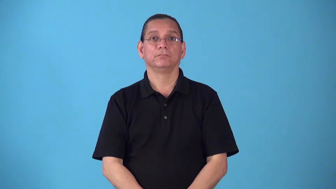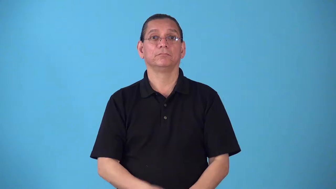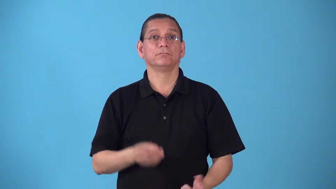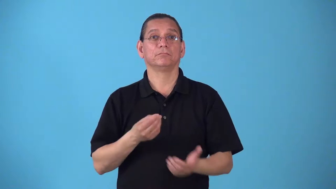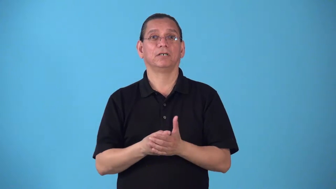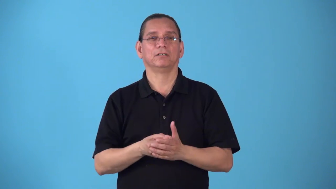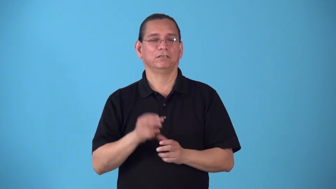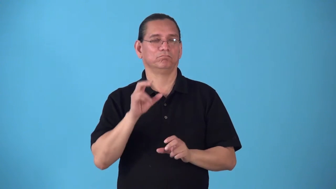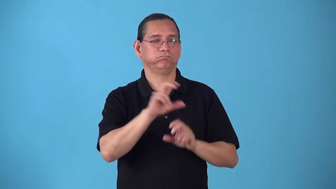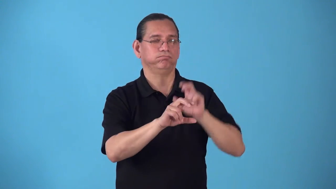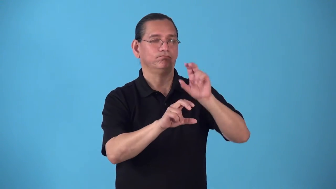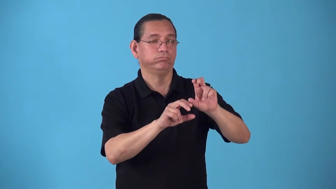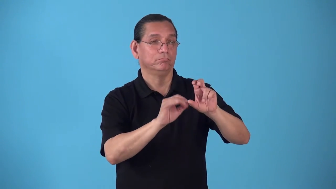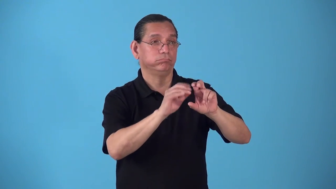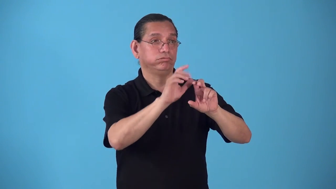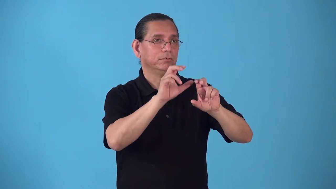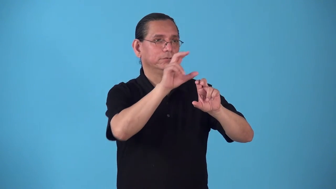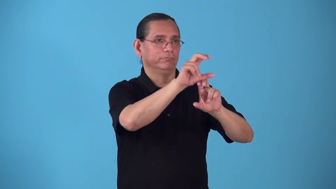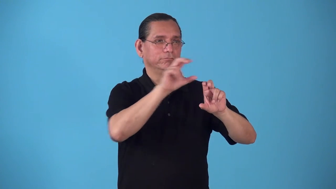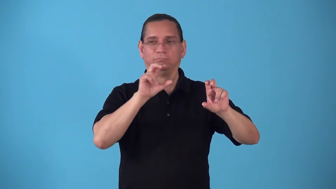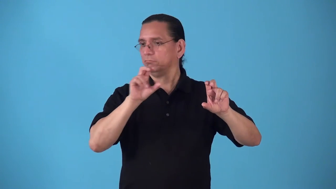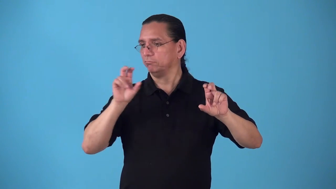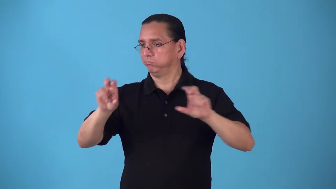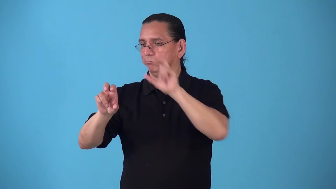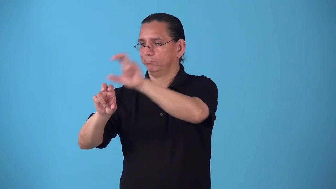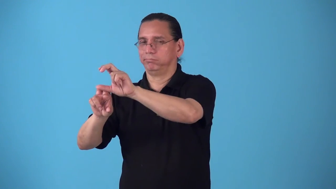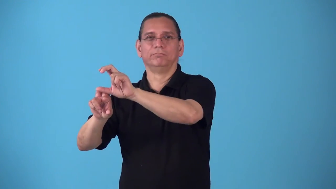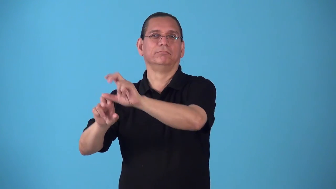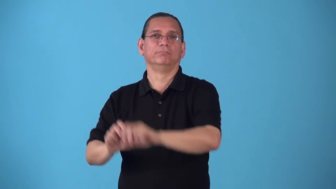rollover-money